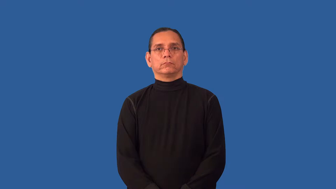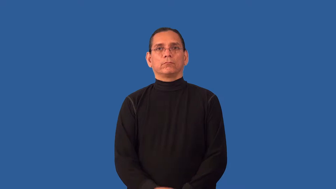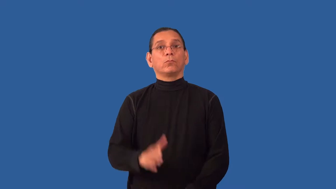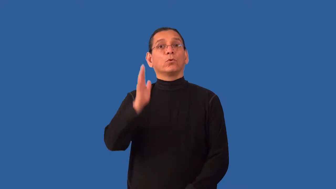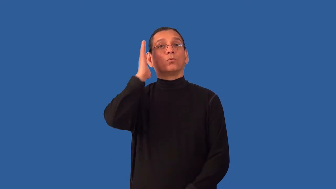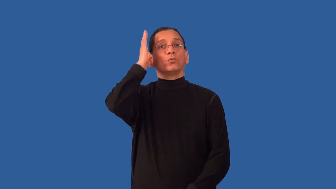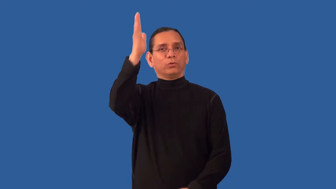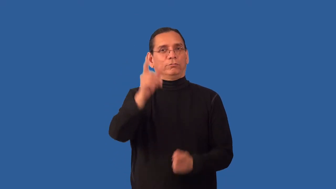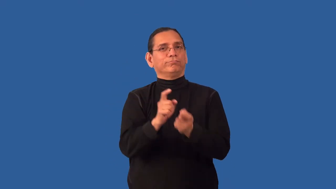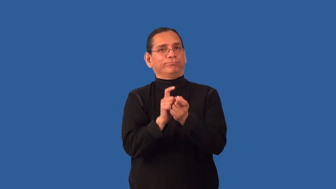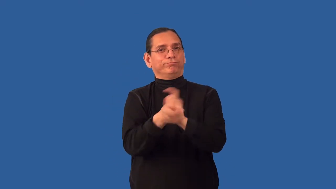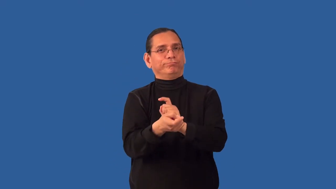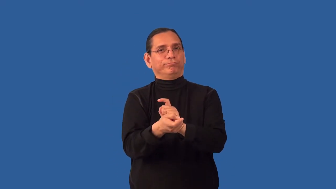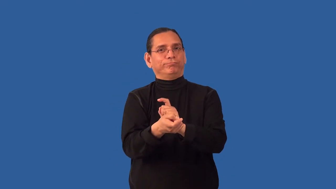instability-changeable